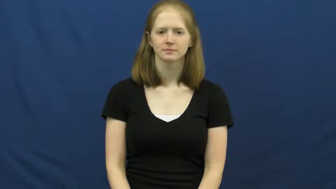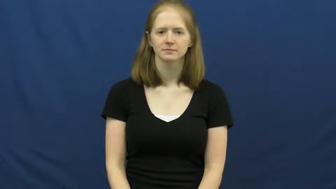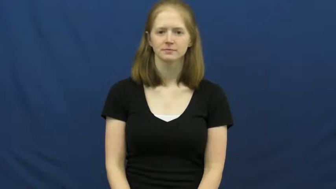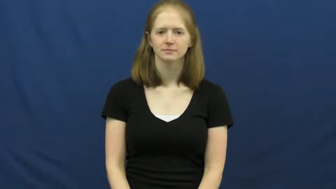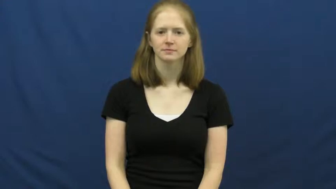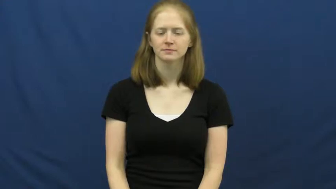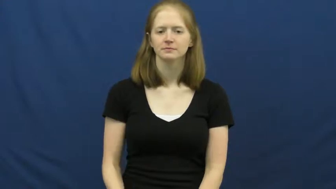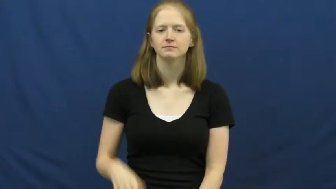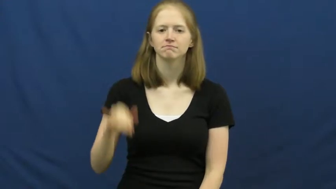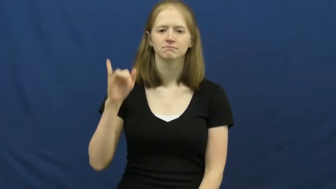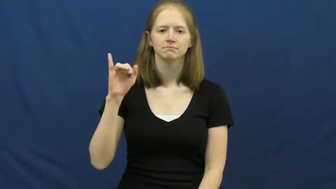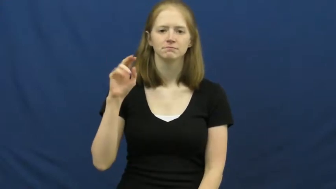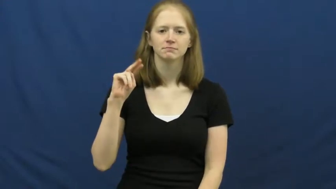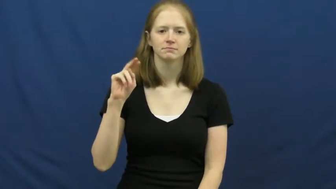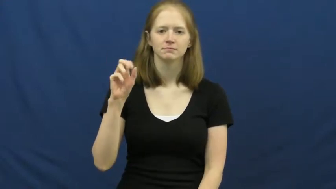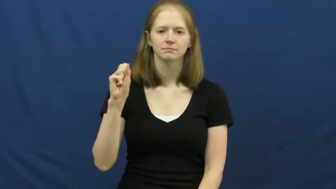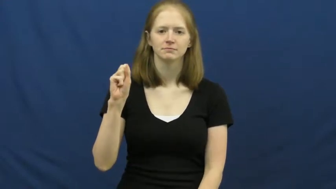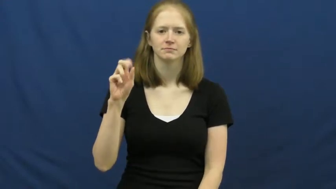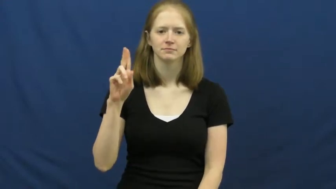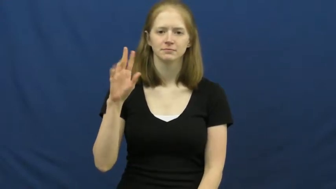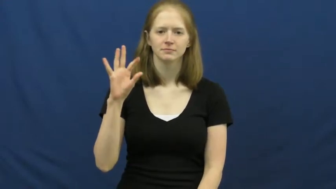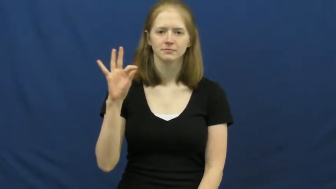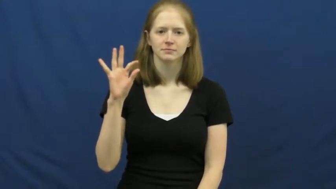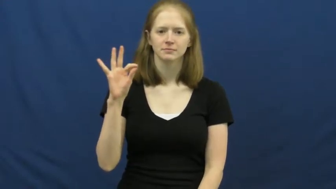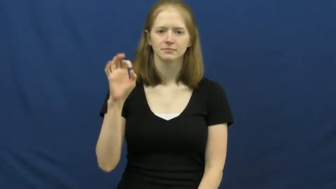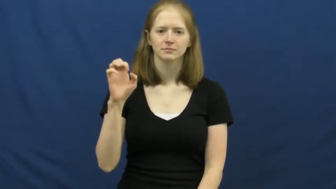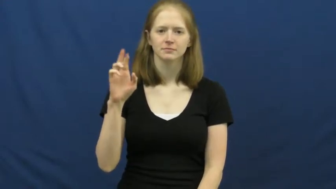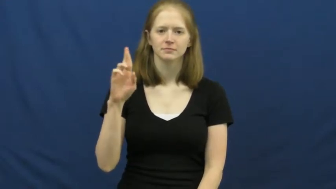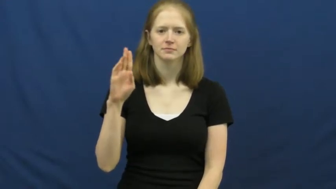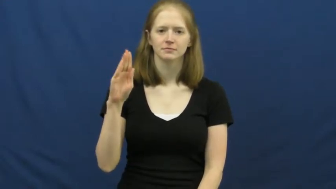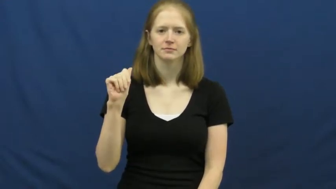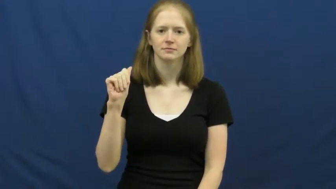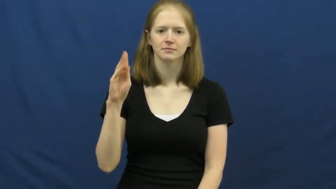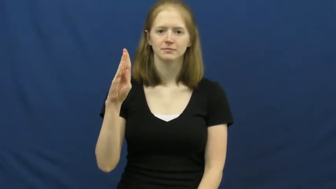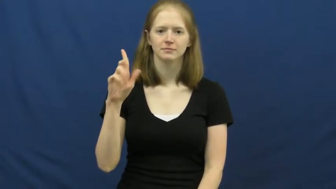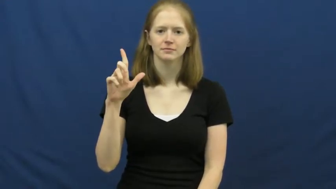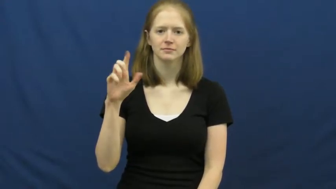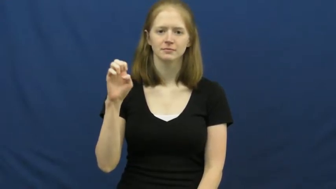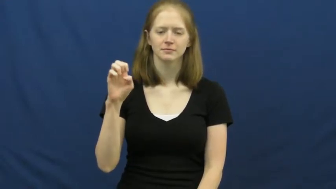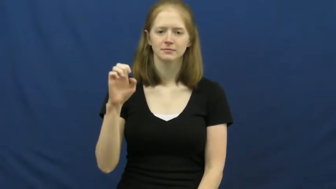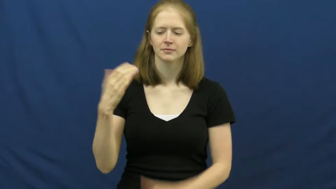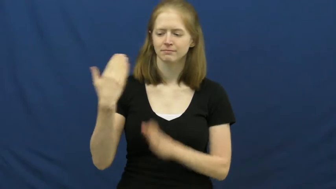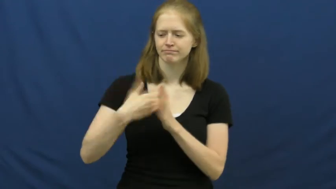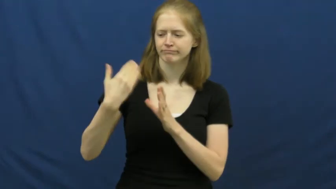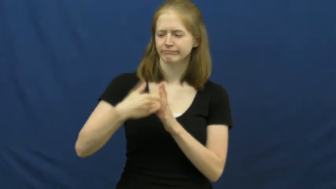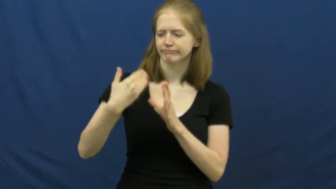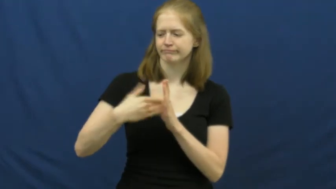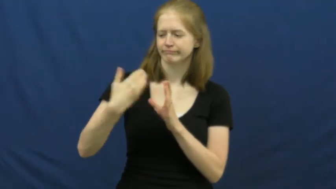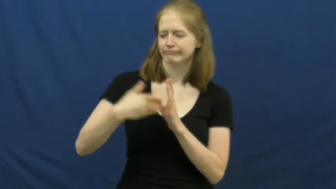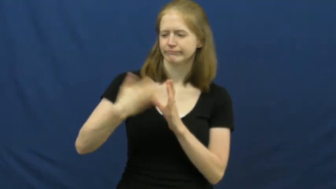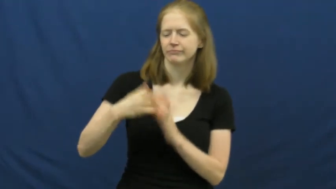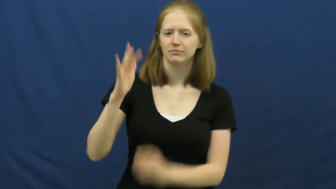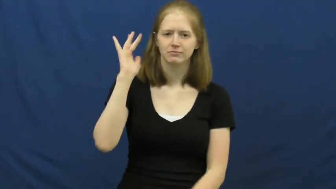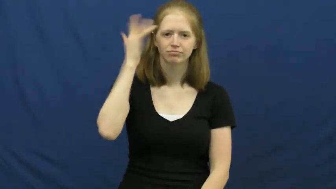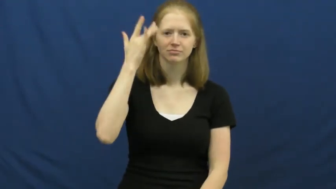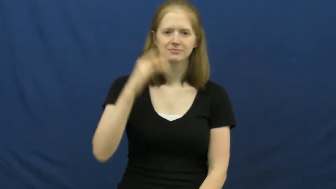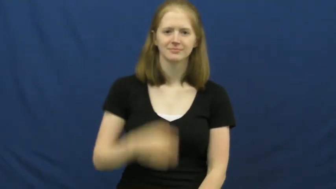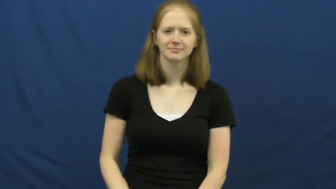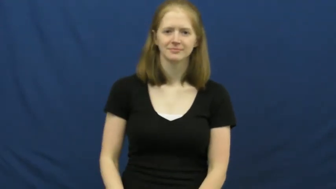insufferable